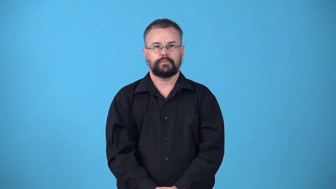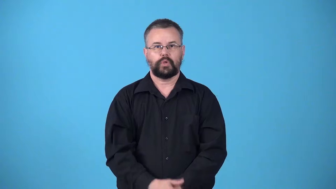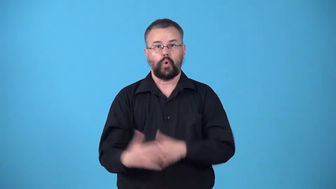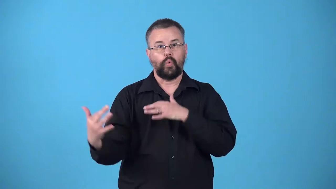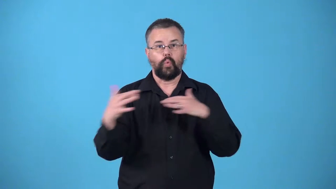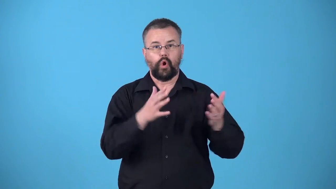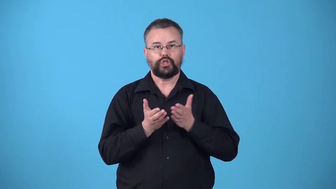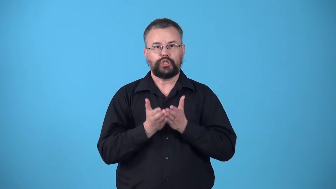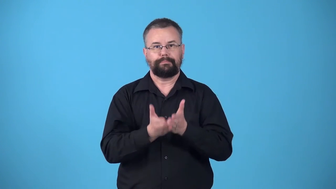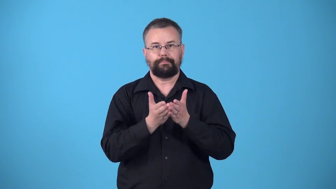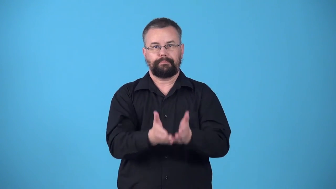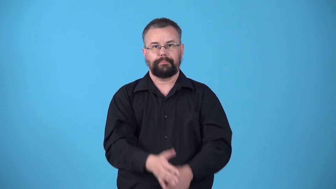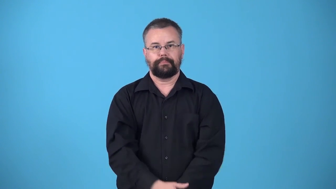warship